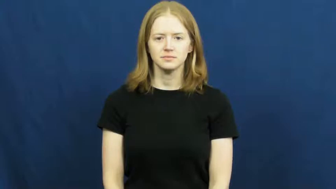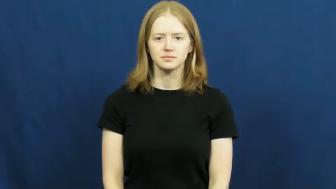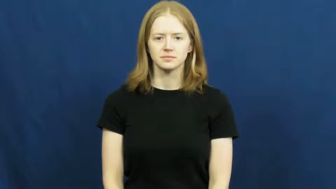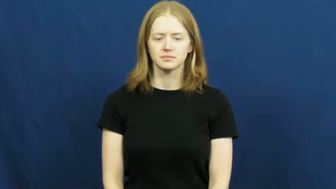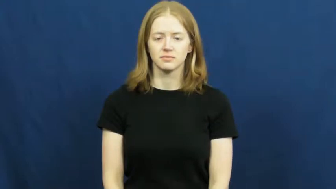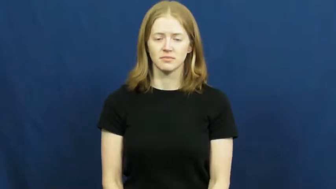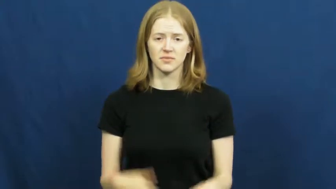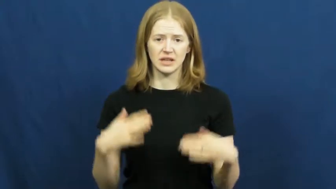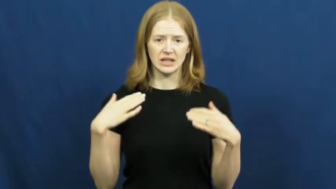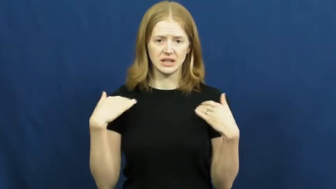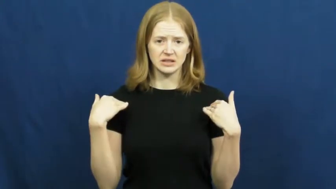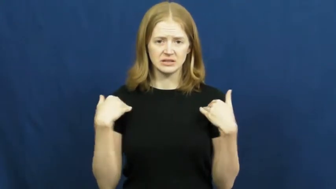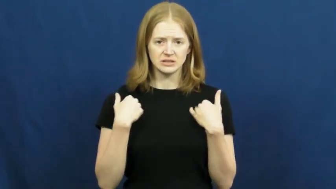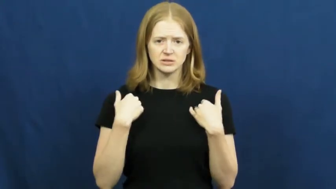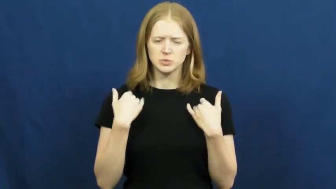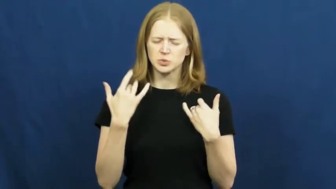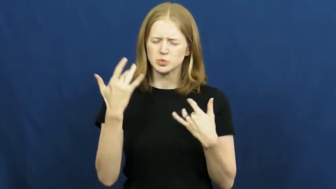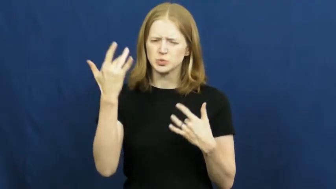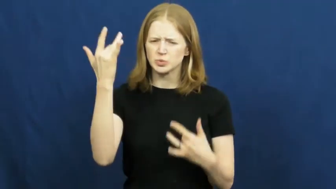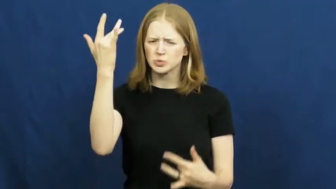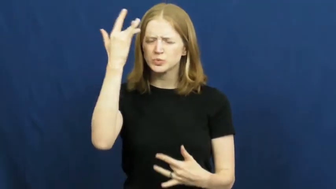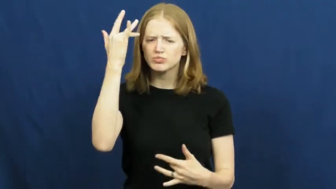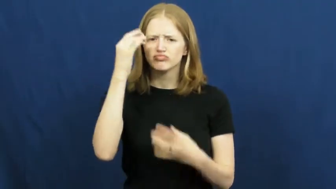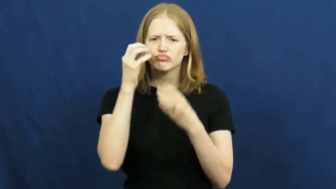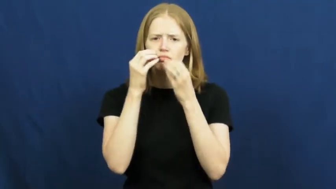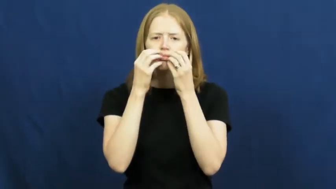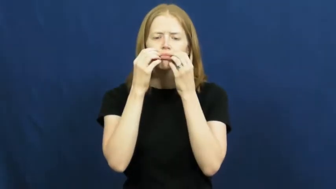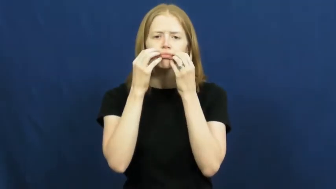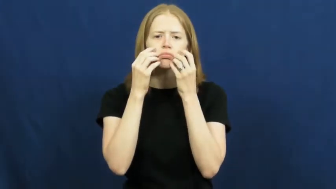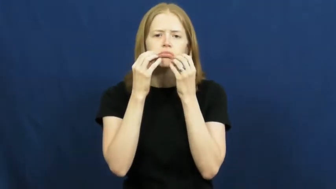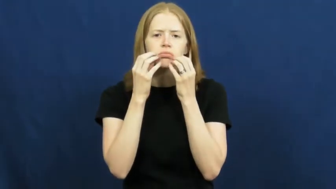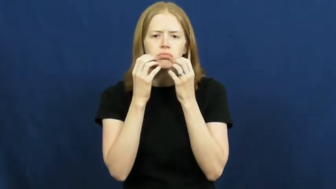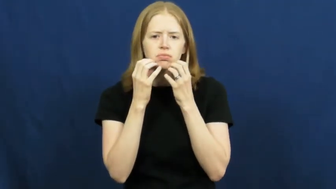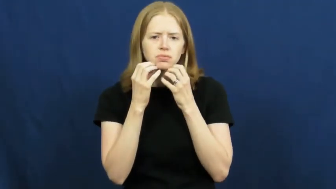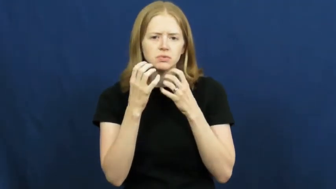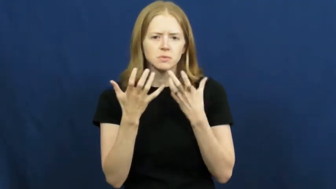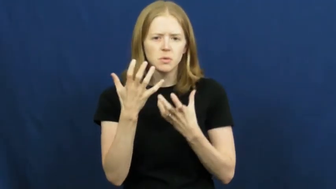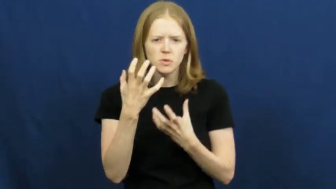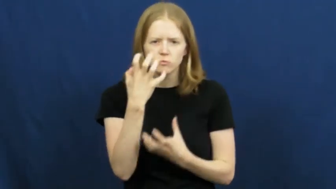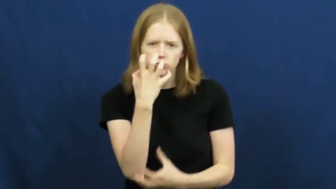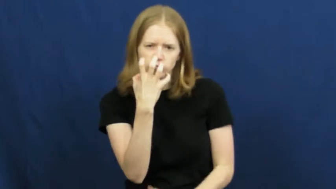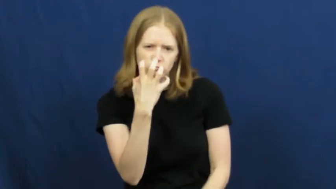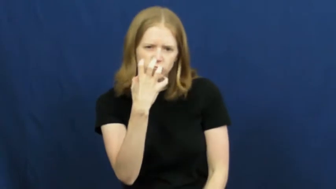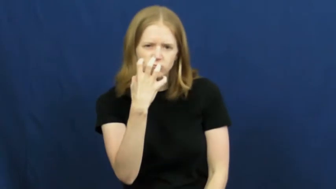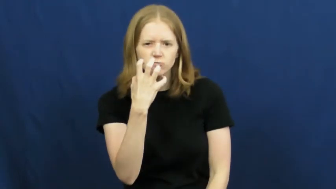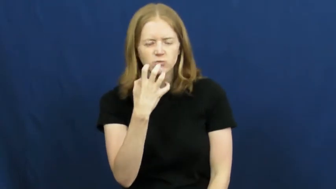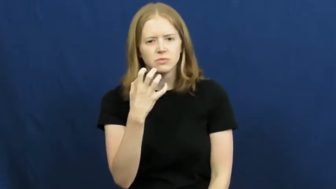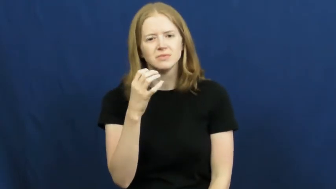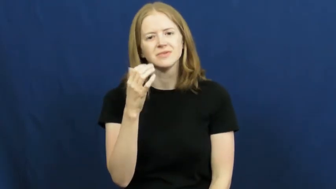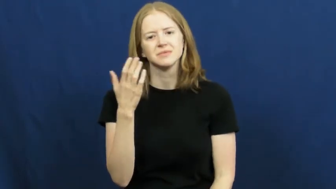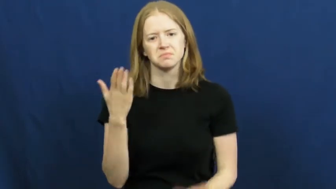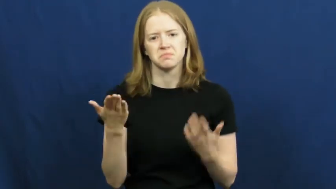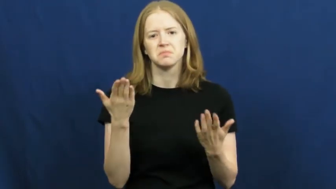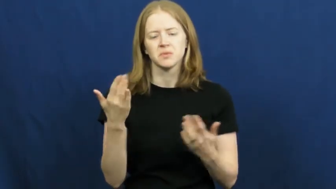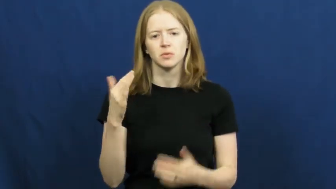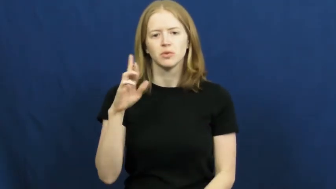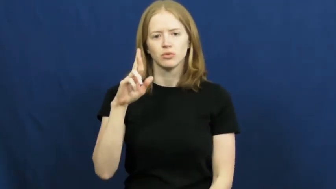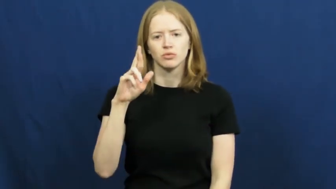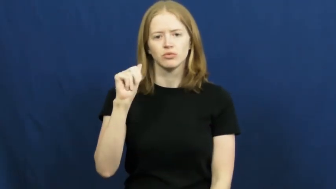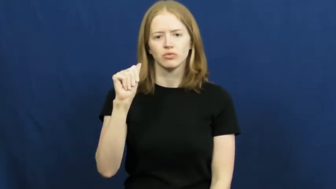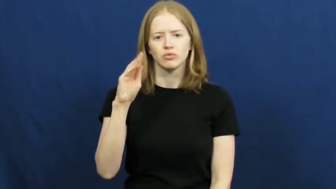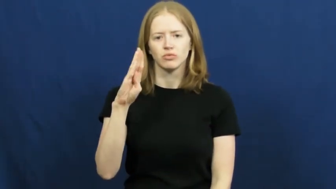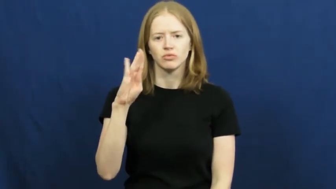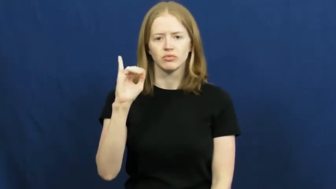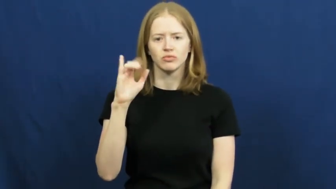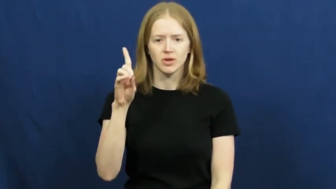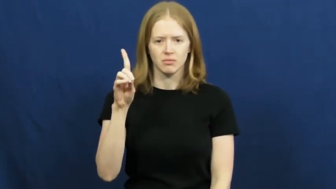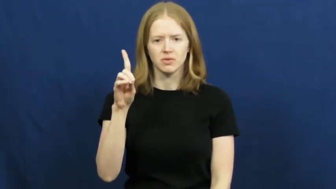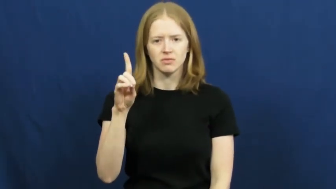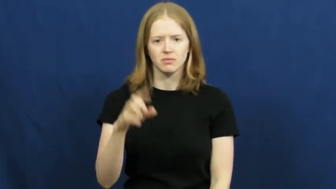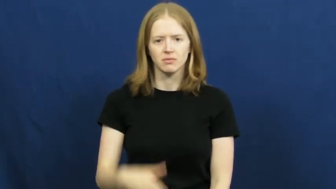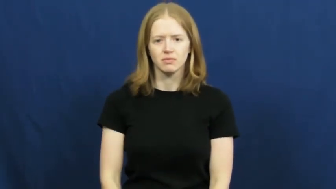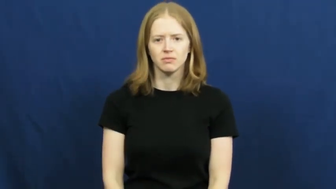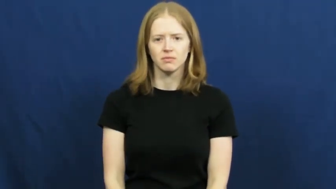rabid